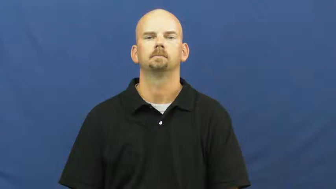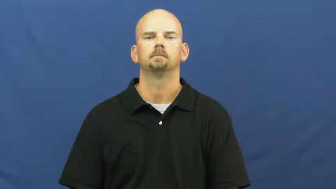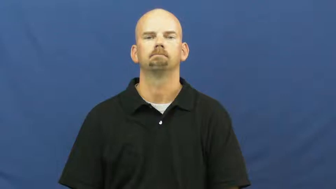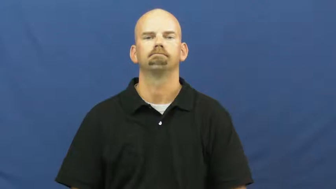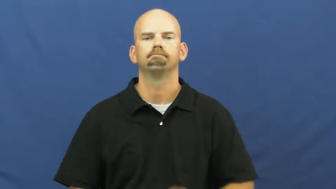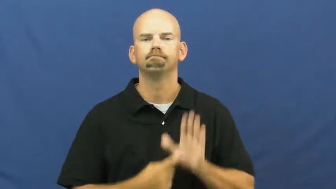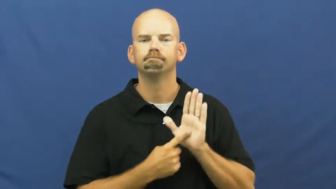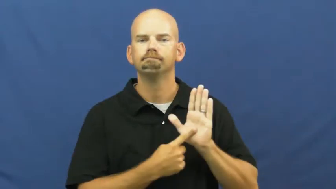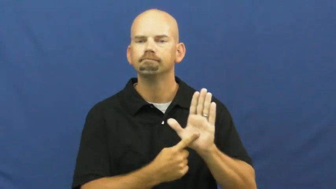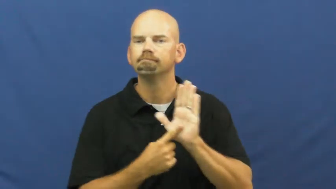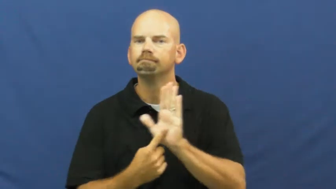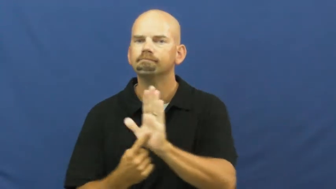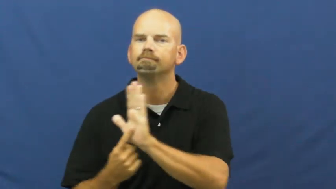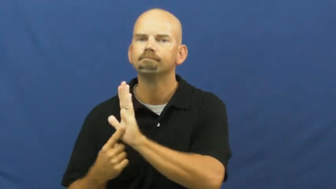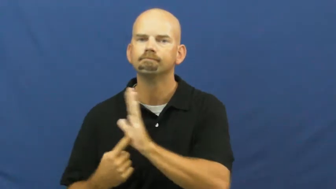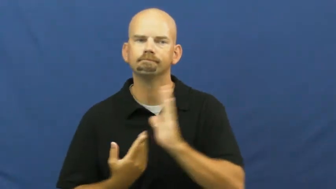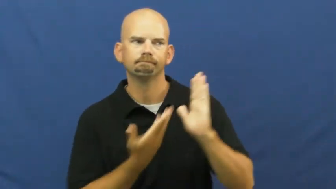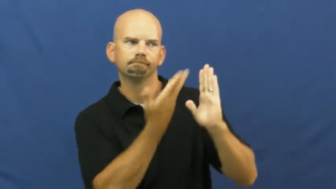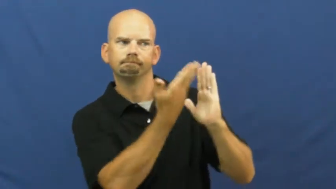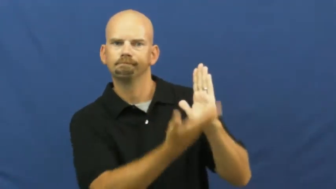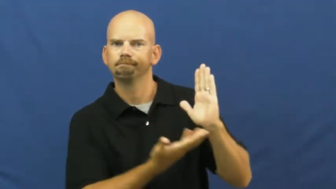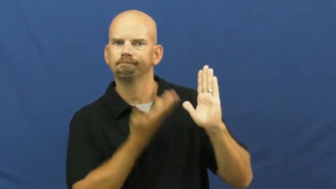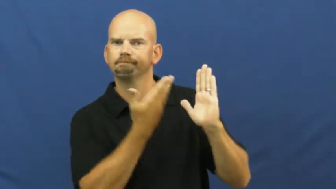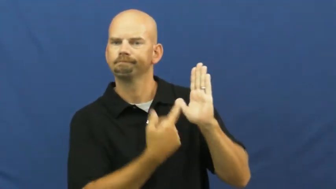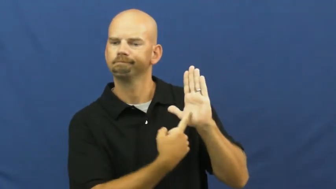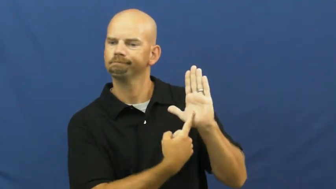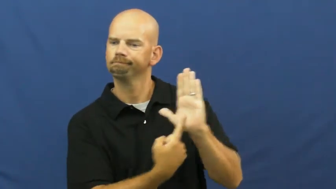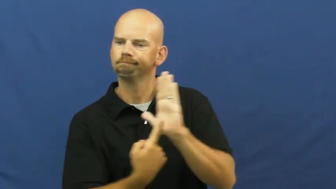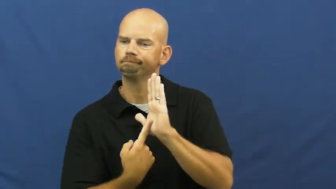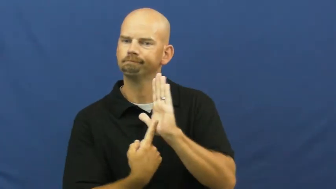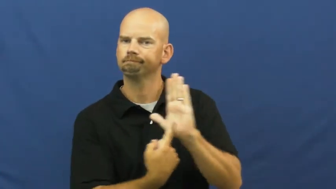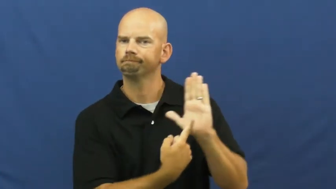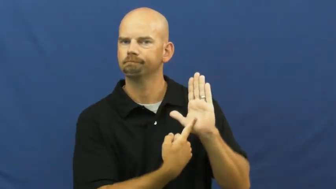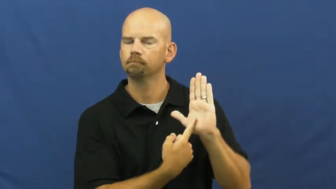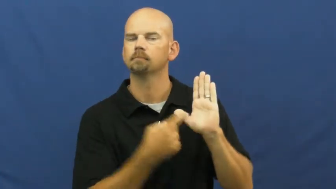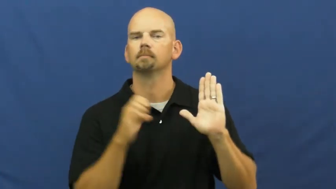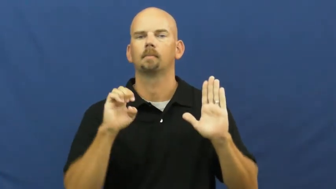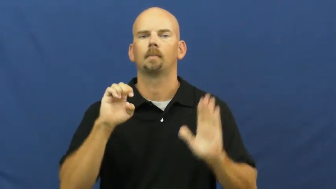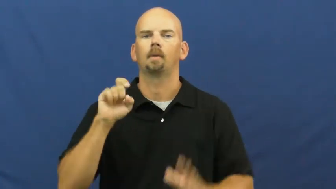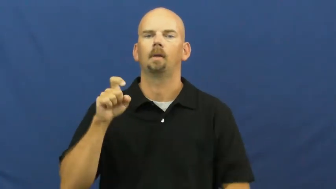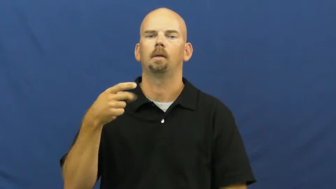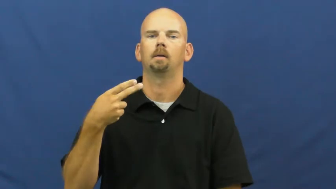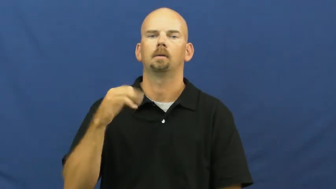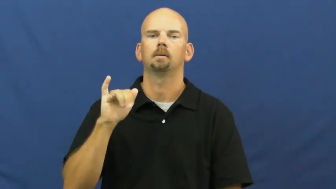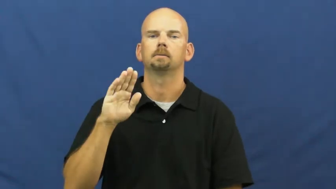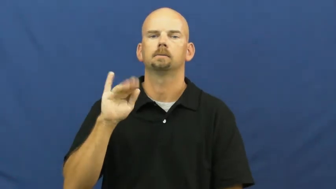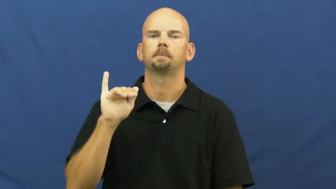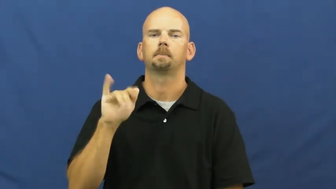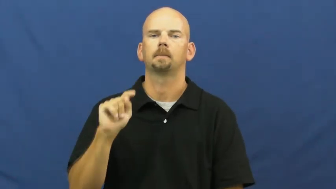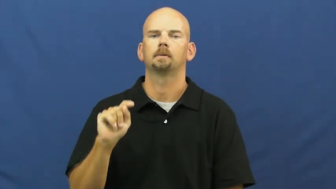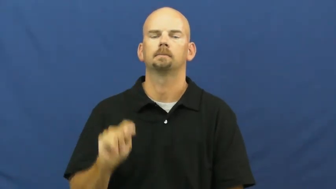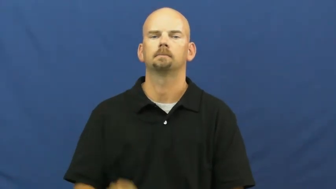exhibit